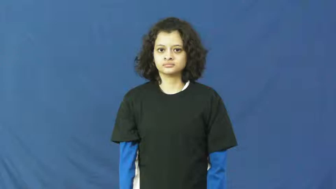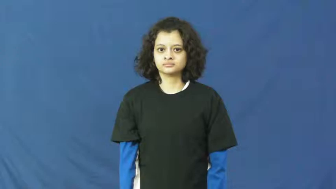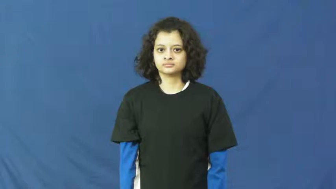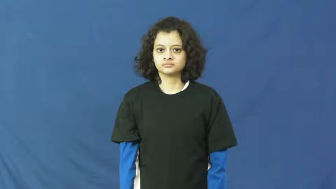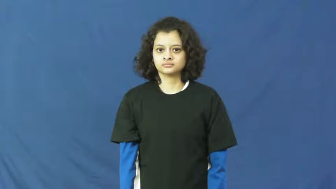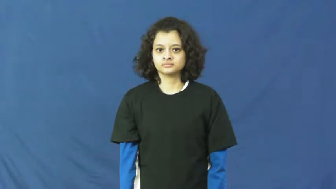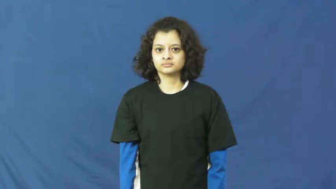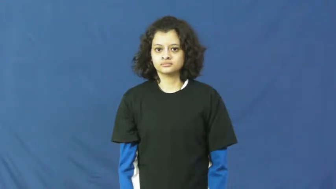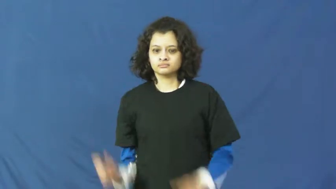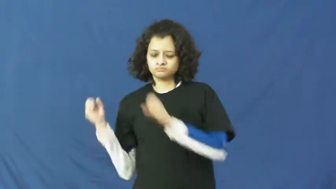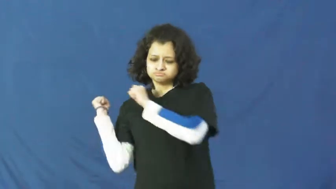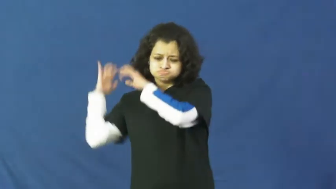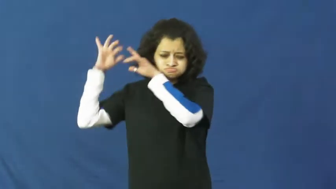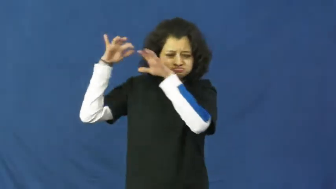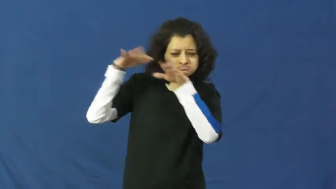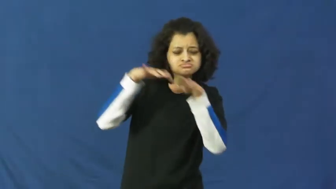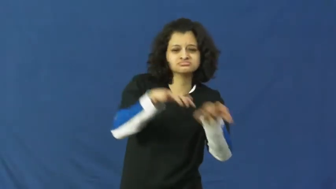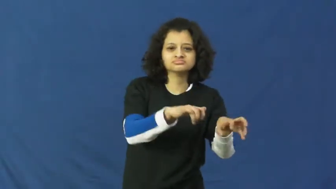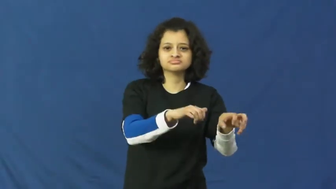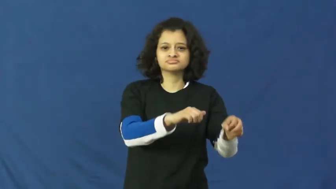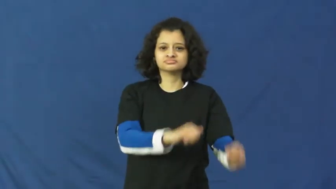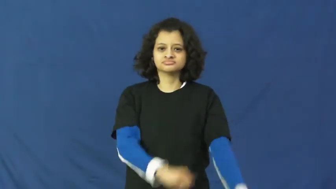flock,flood-verb